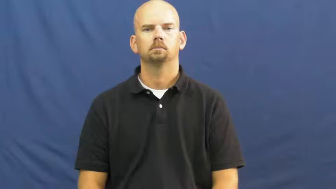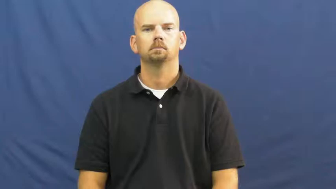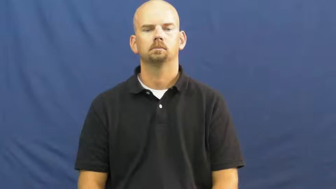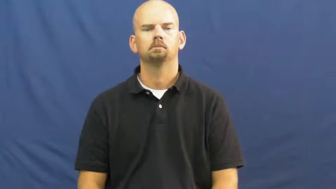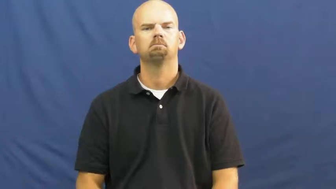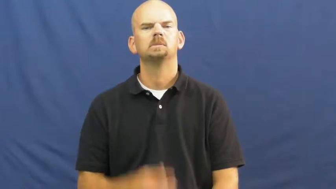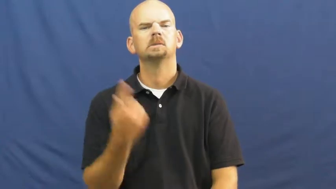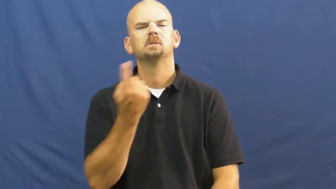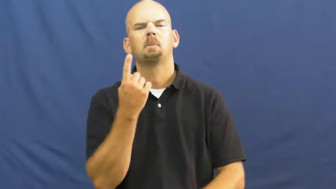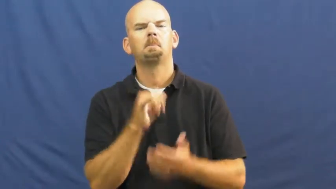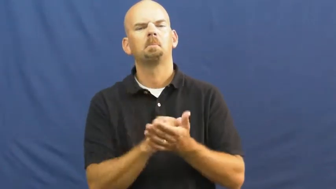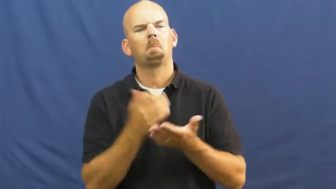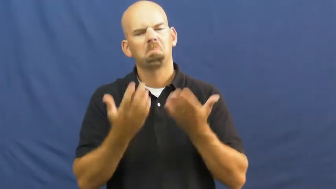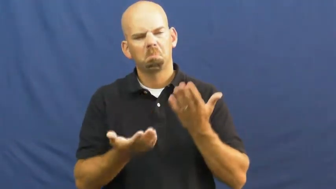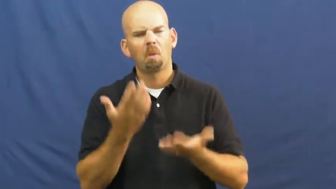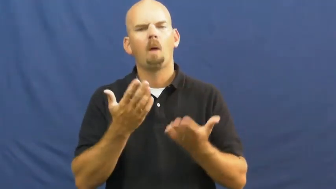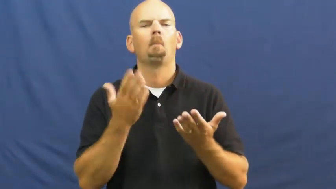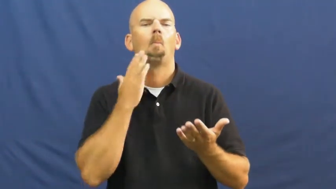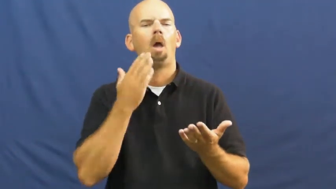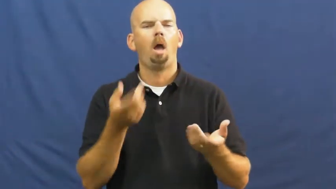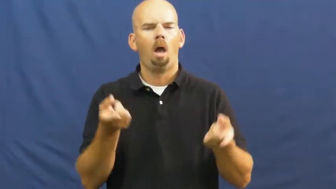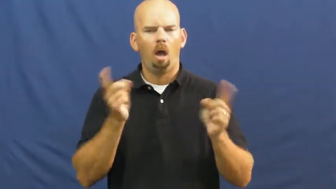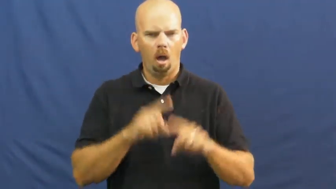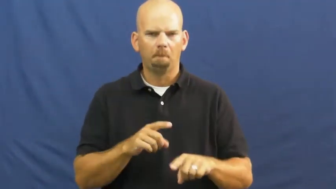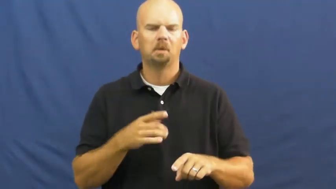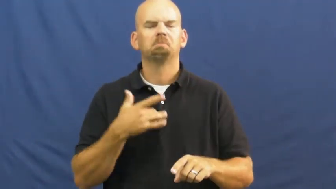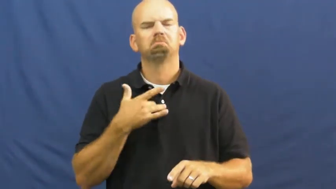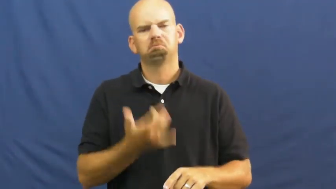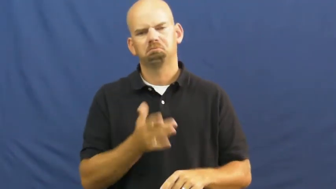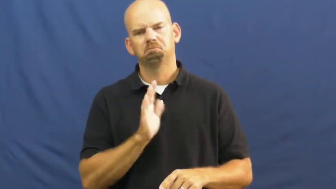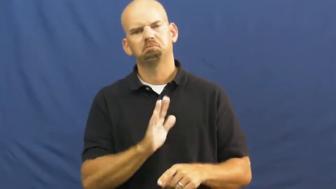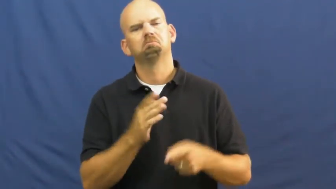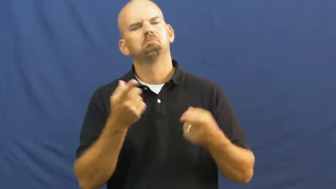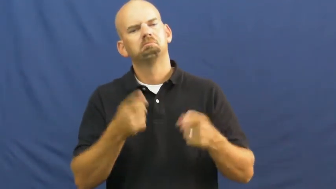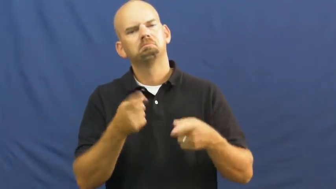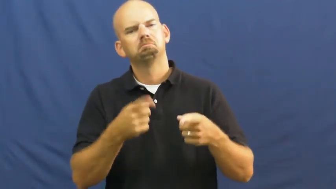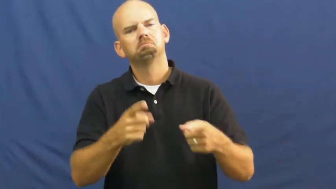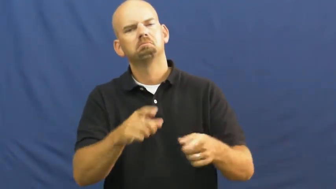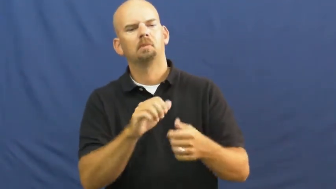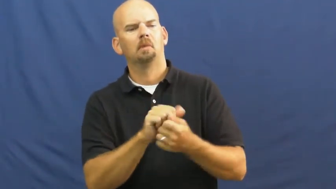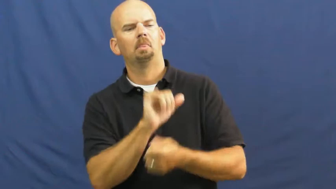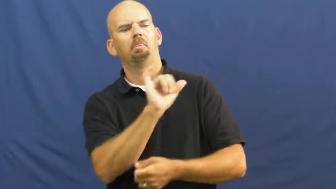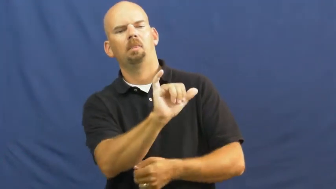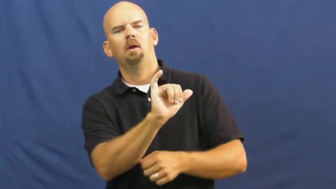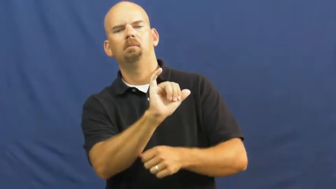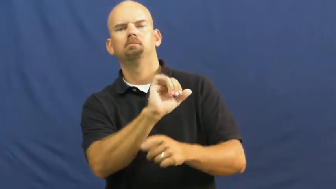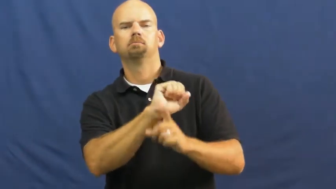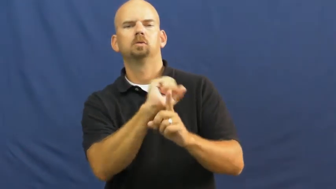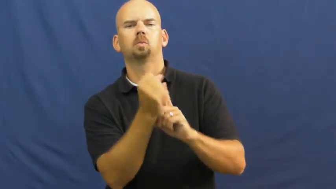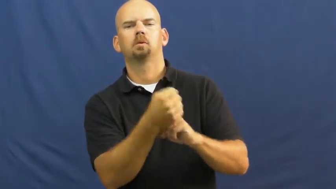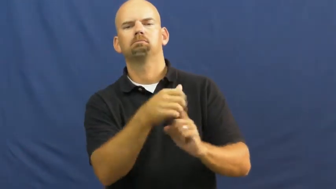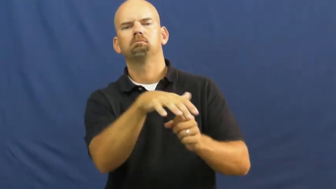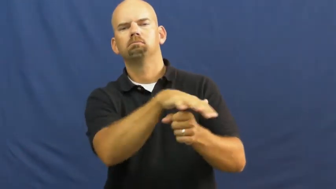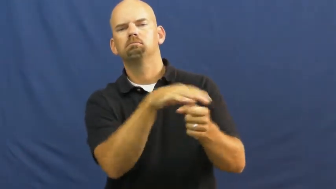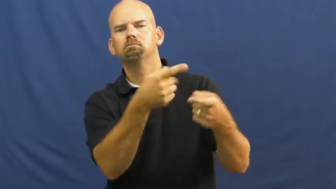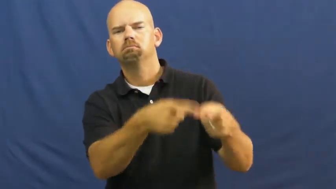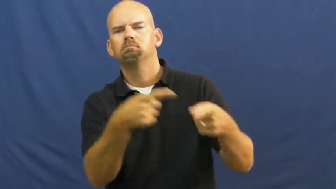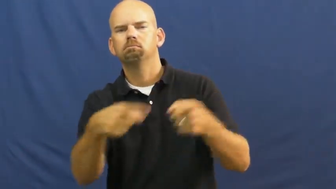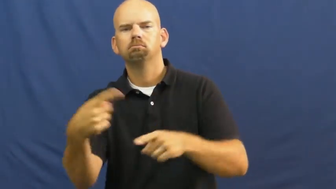probable